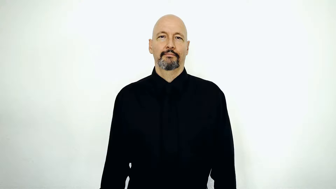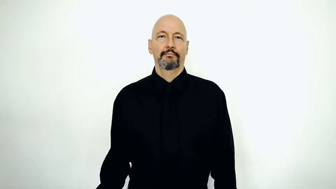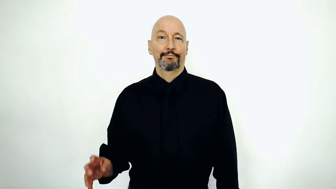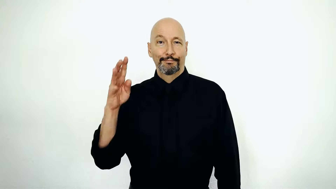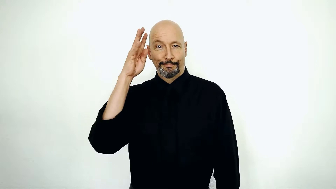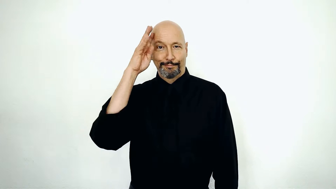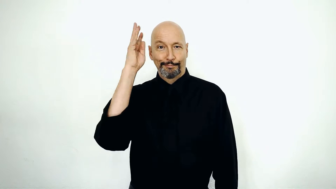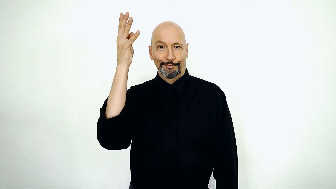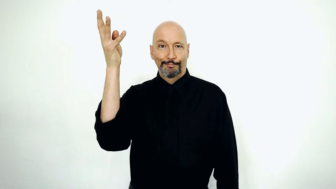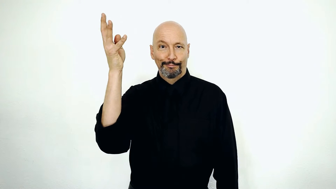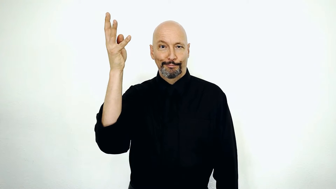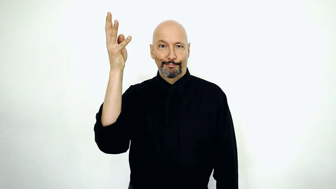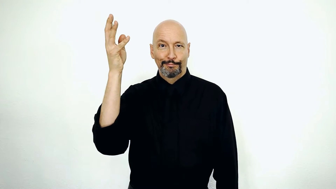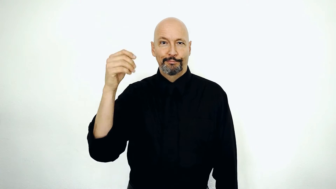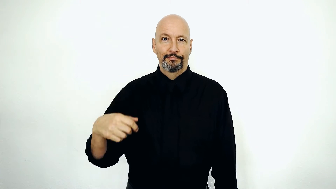make stuff up / a made up story / far fetched / you are full of it / fairy tale / phantasy